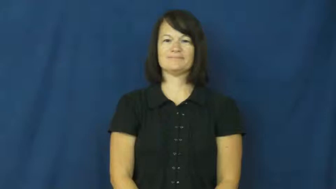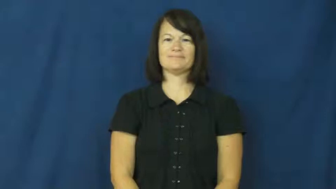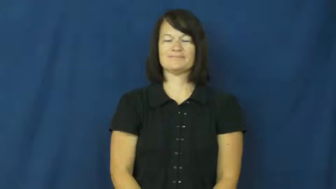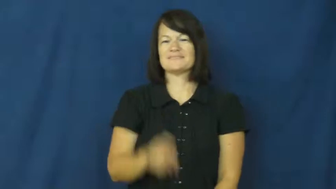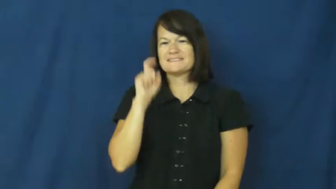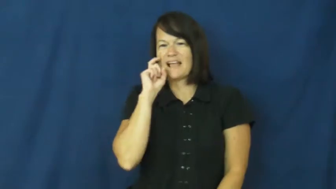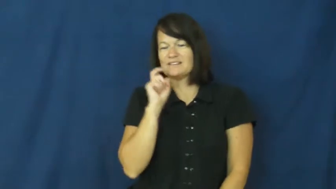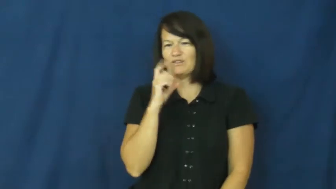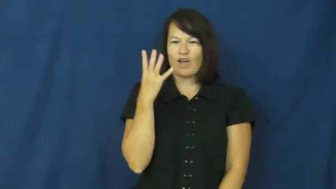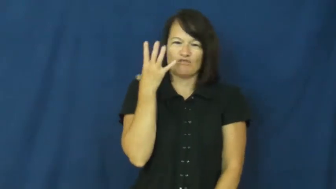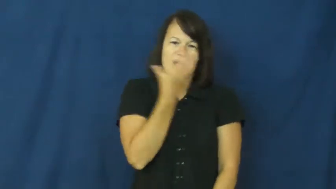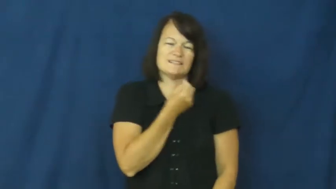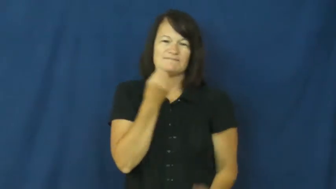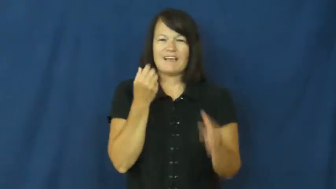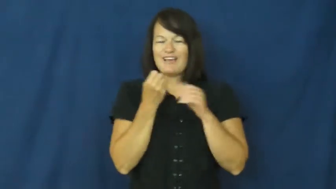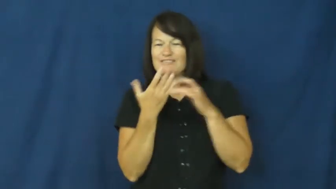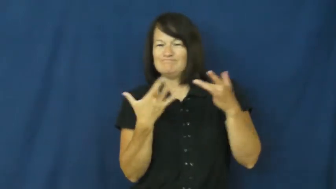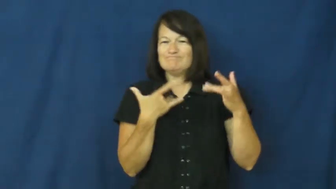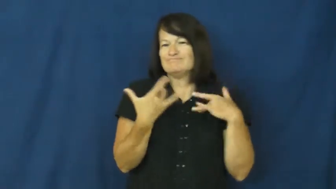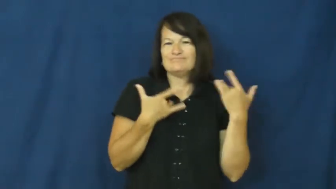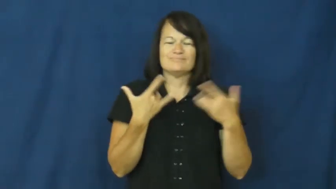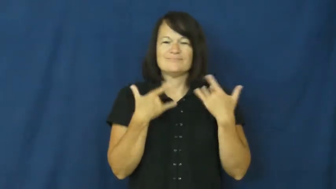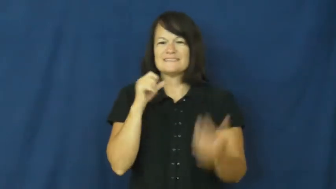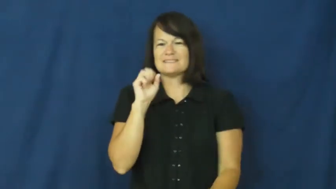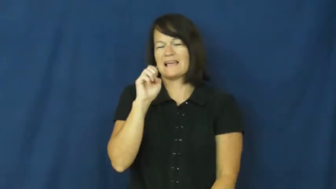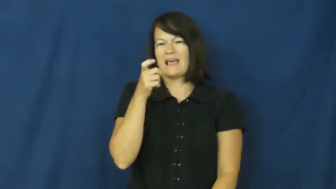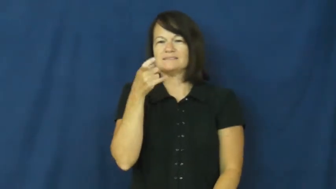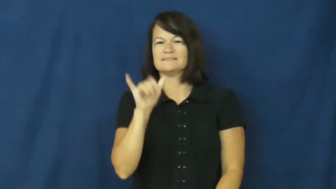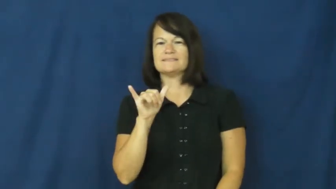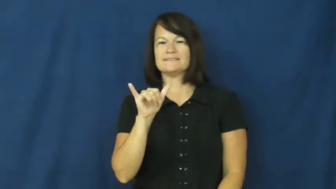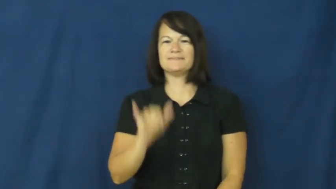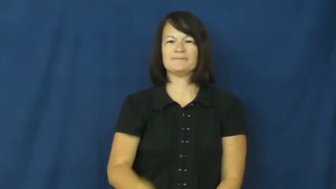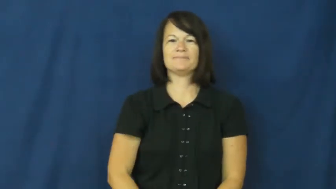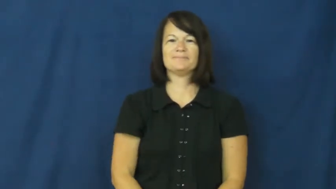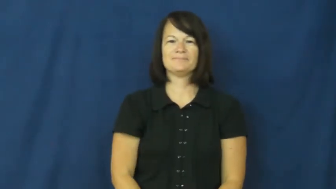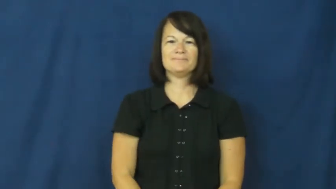sexy,hot,spicey